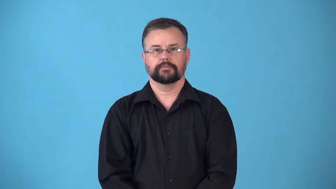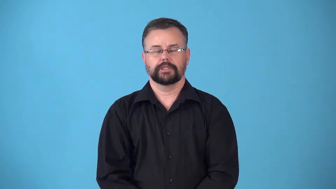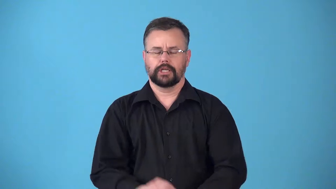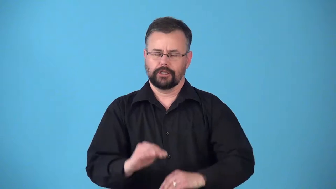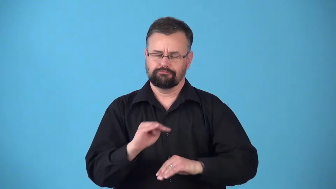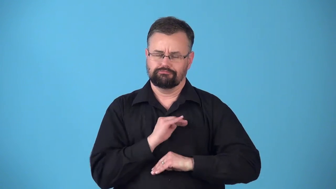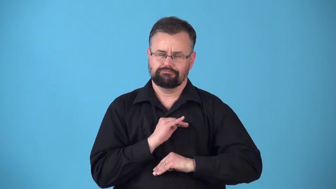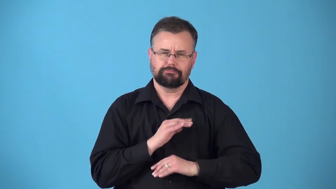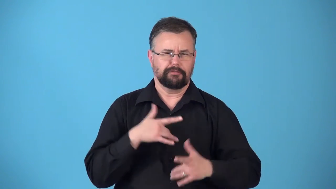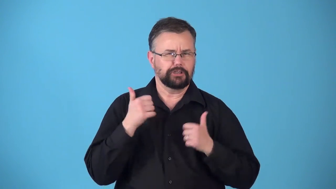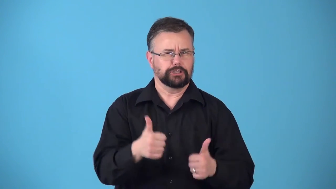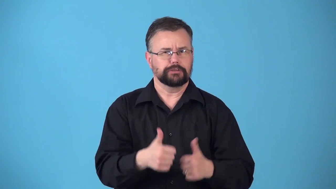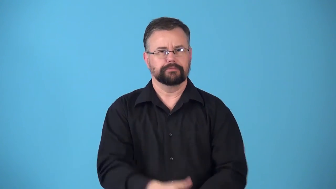rewarding,satisfying,pleasing,fulfilling